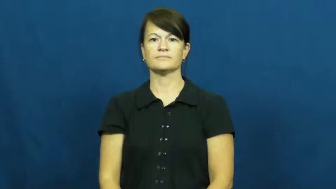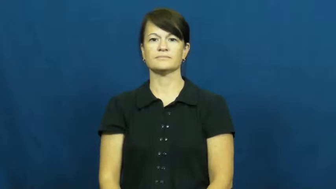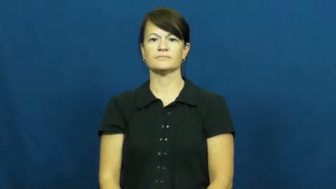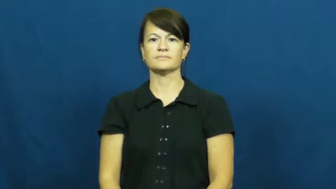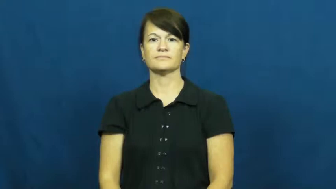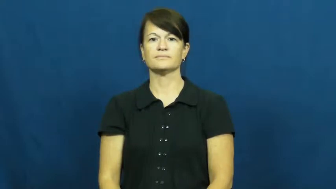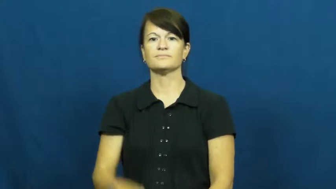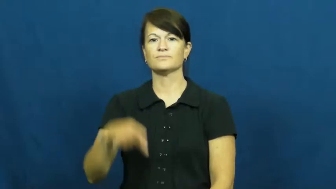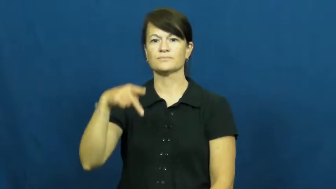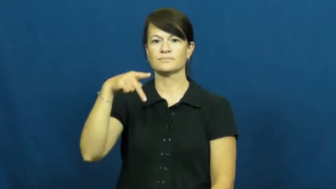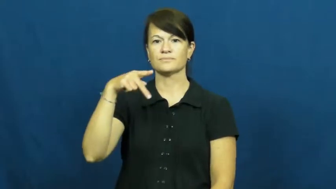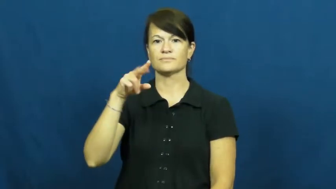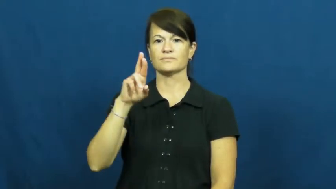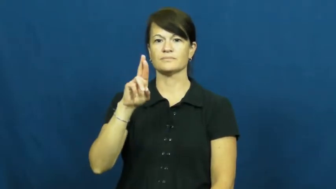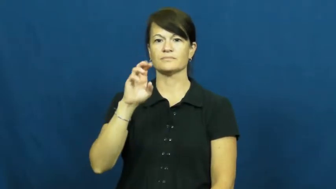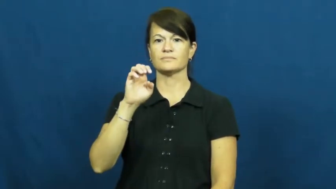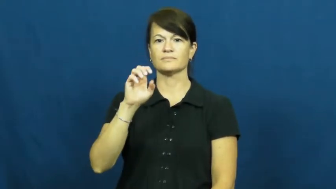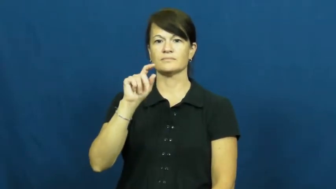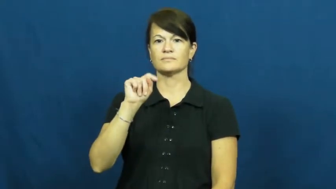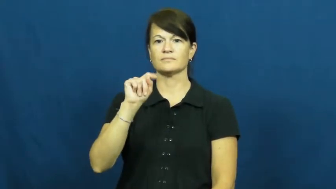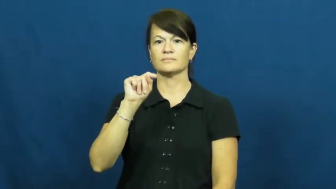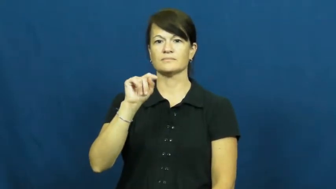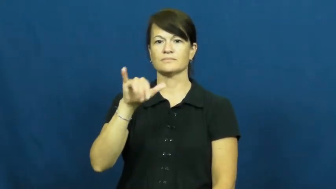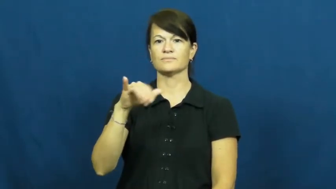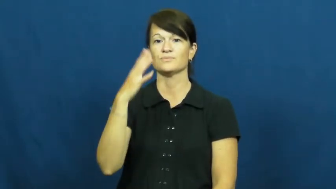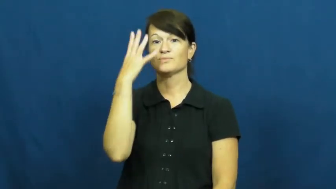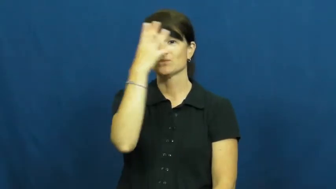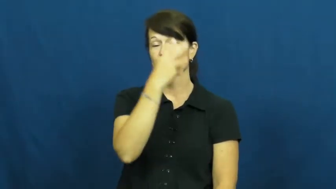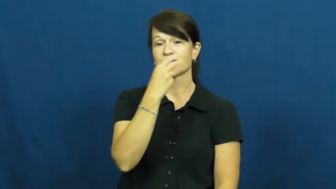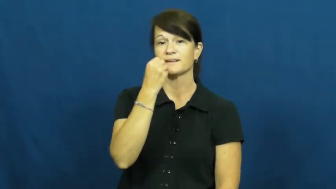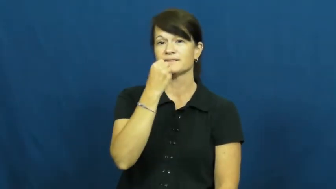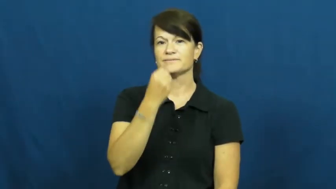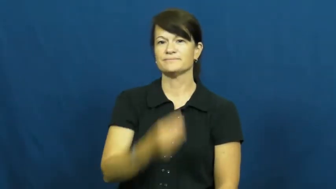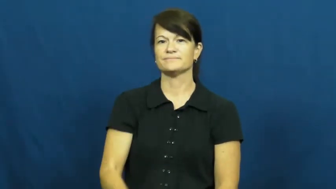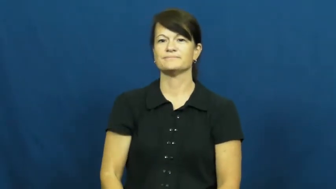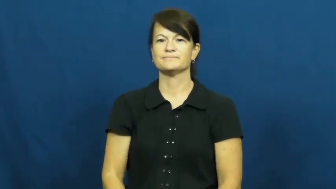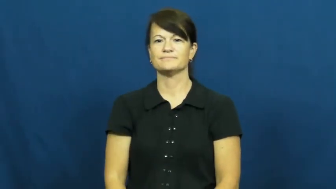pretty